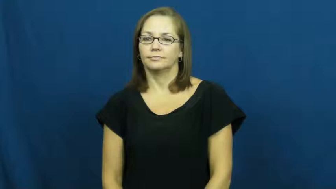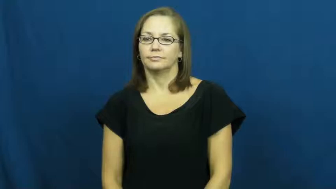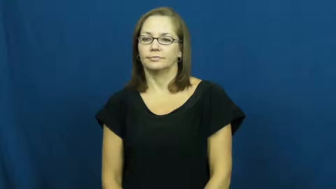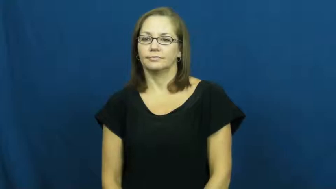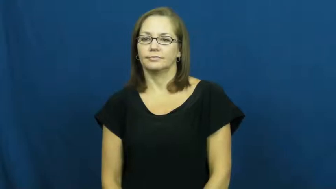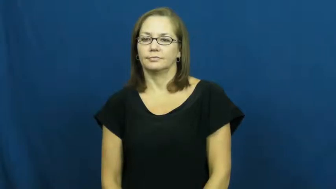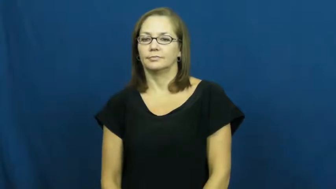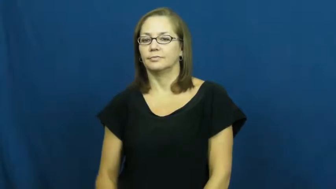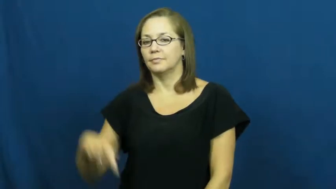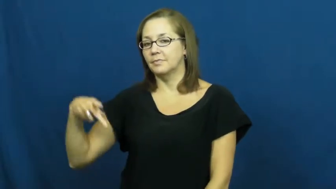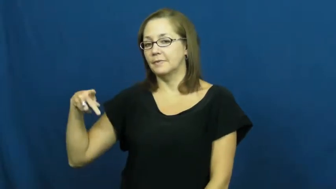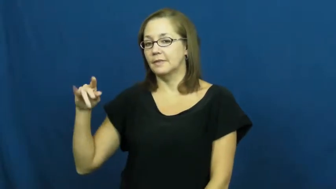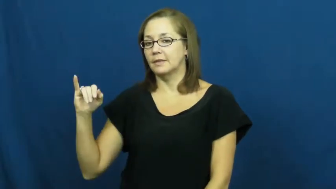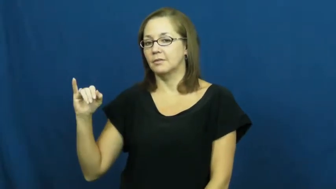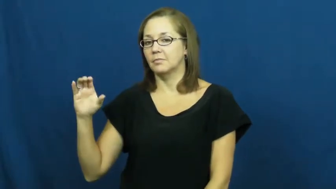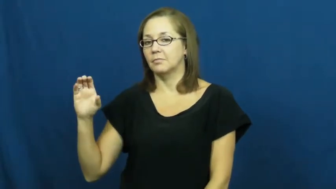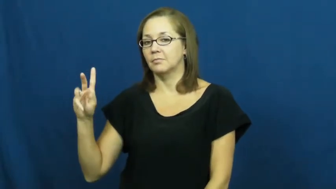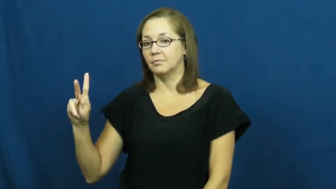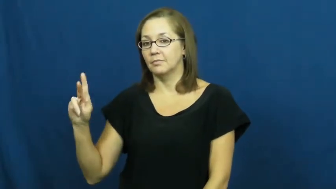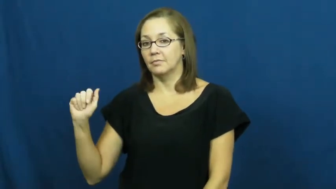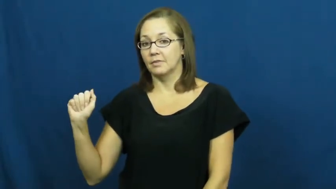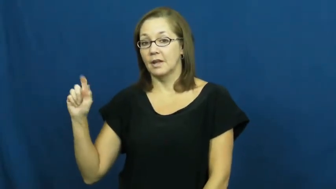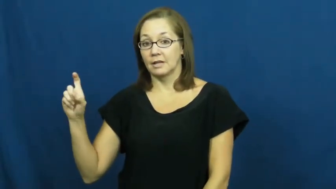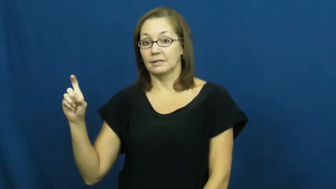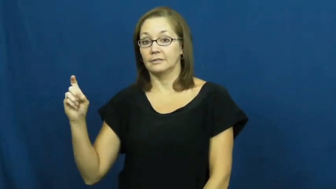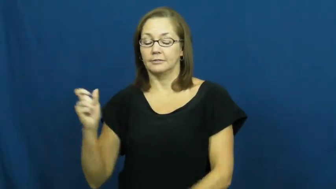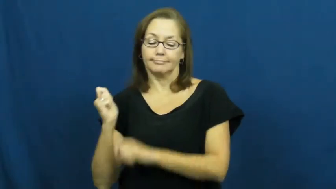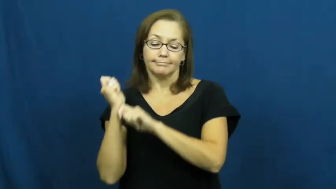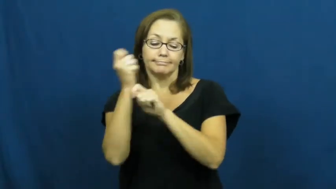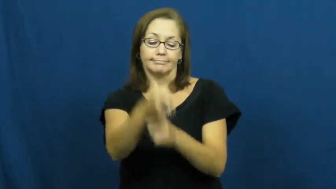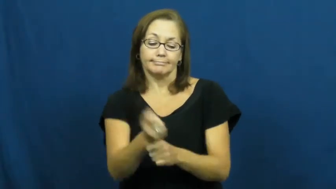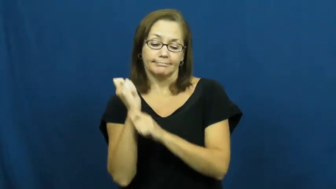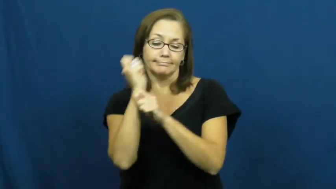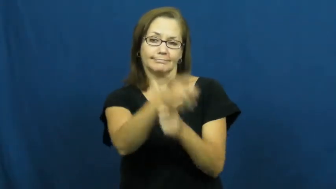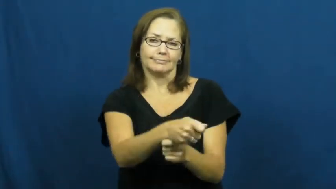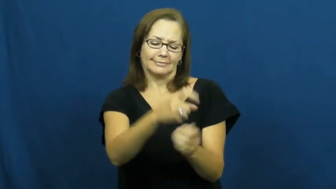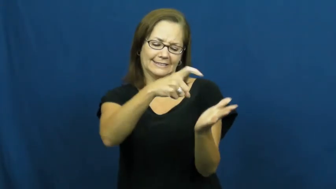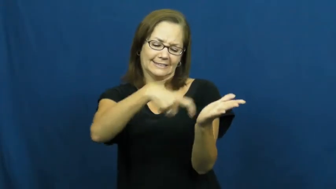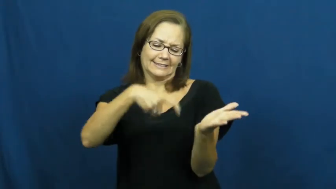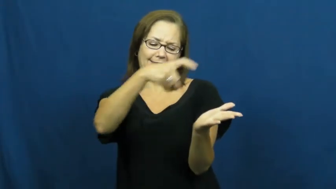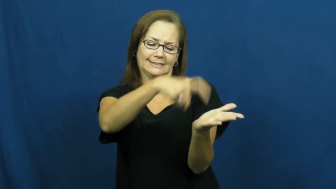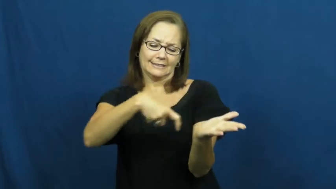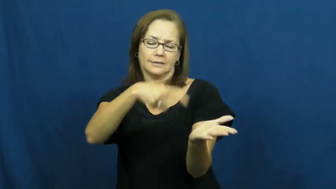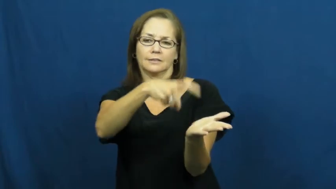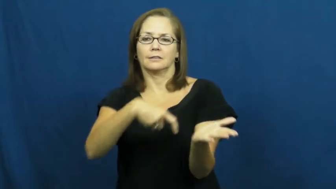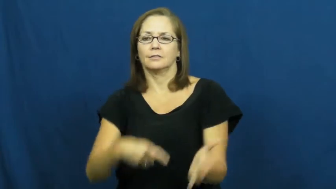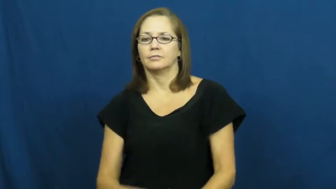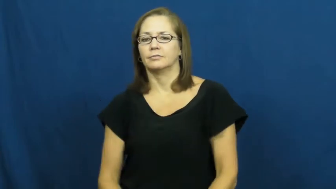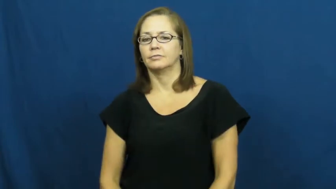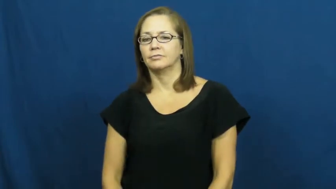pickax